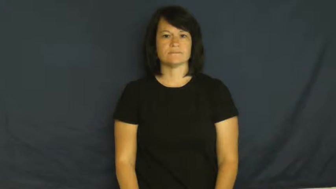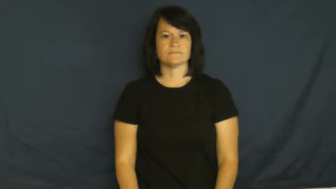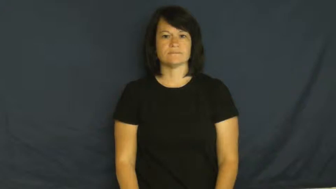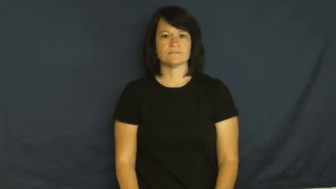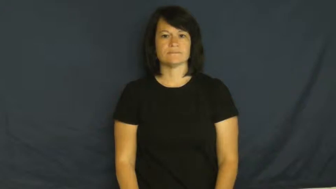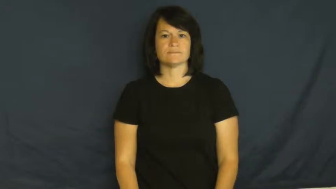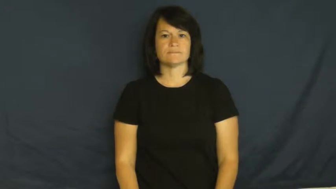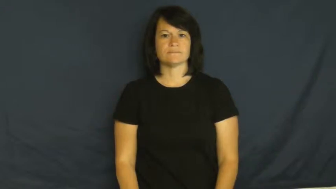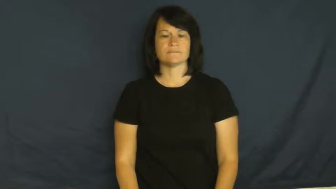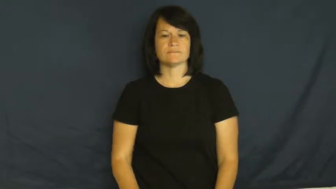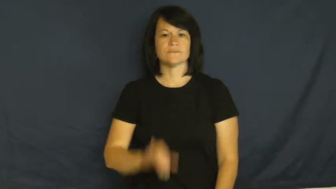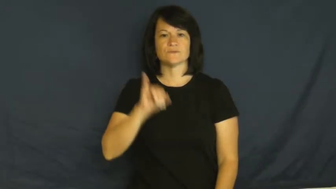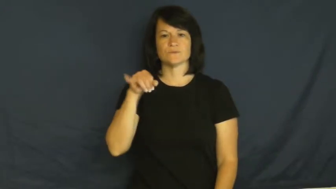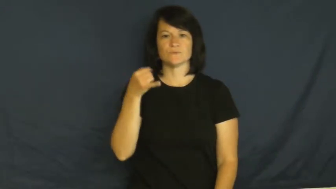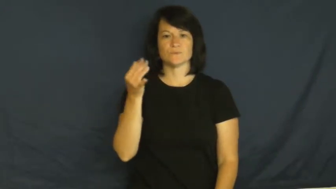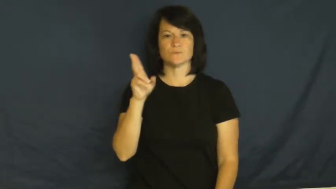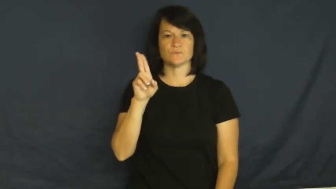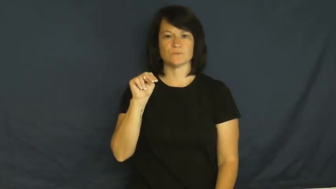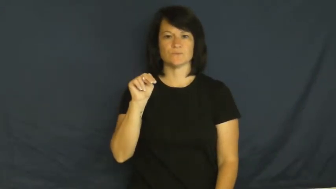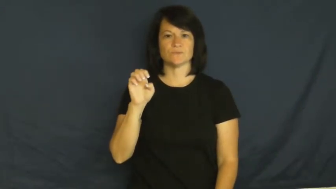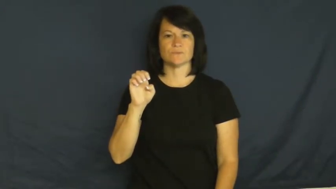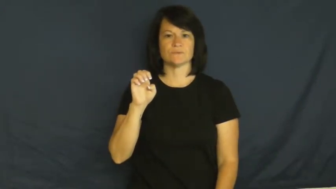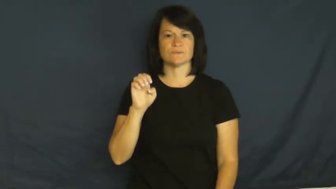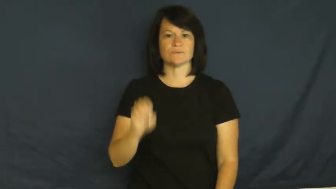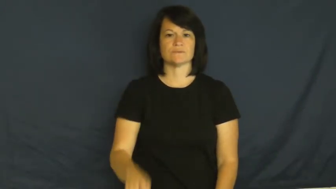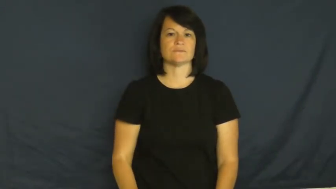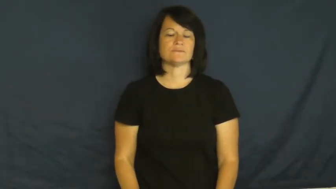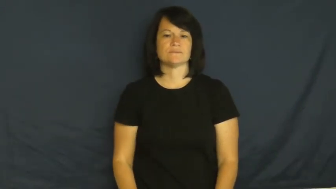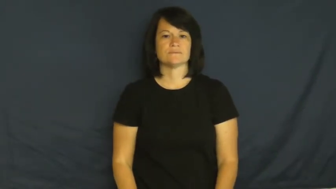June